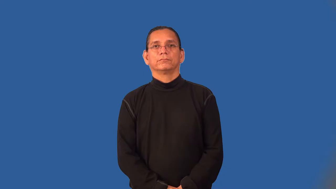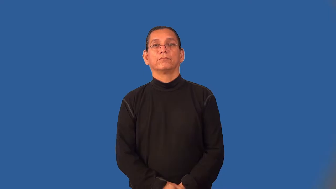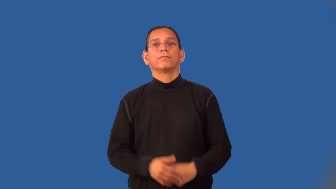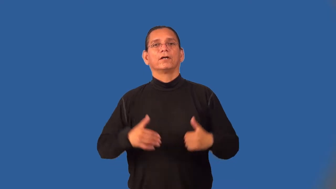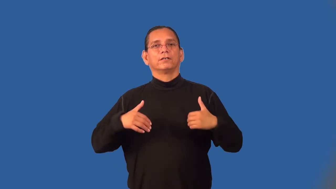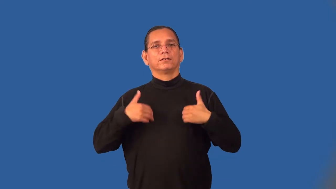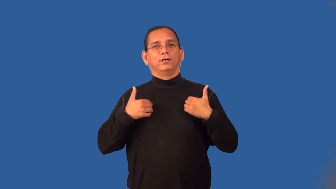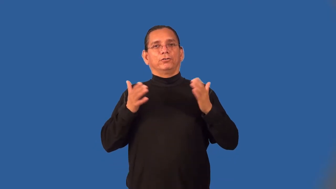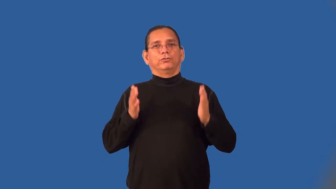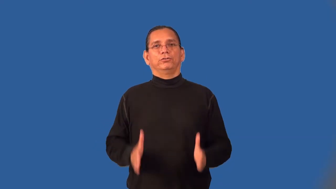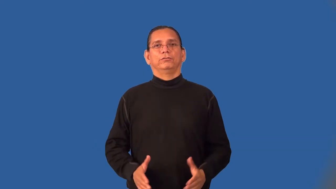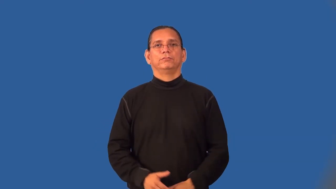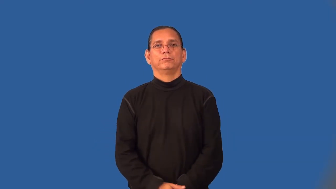youngster,tiddler